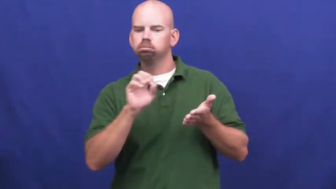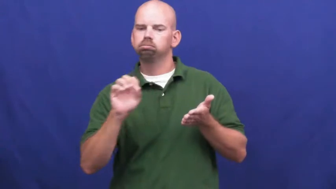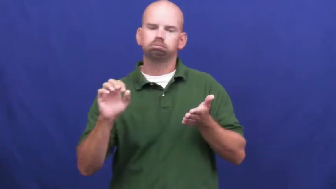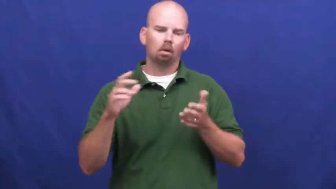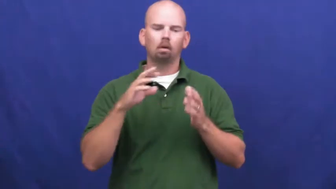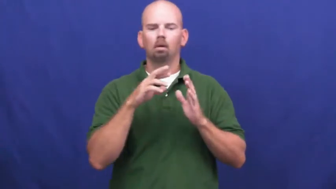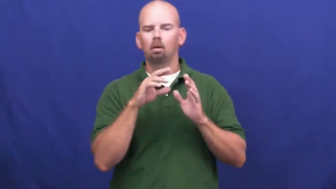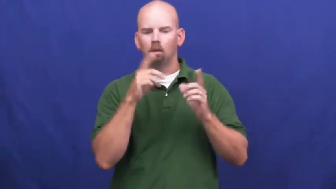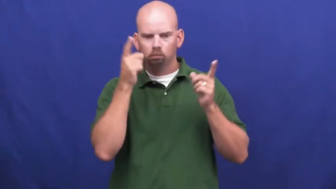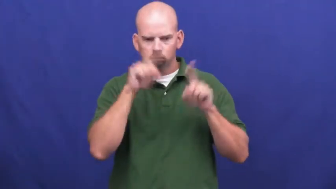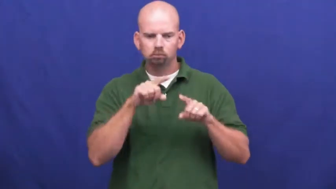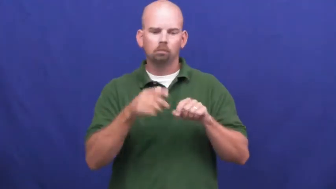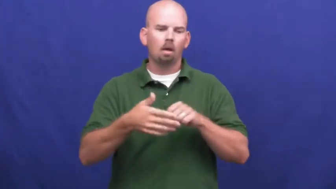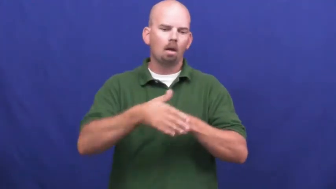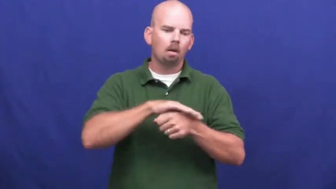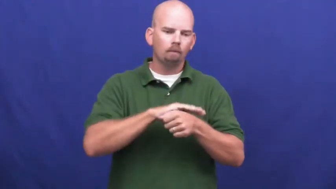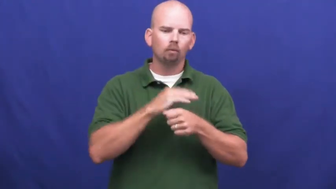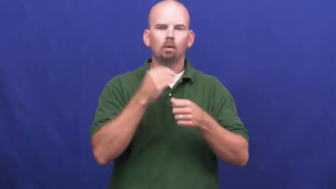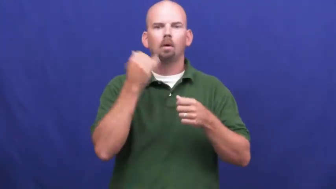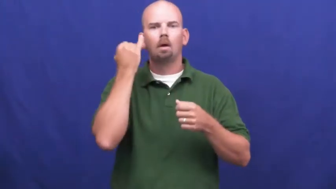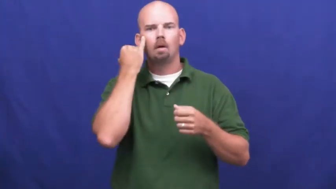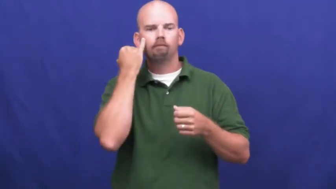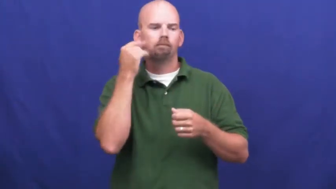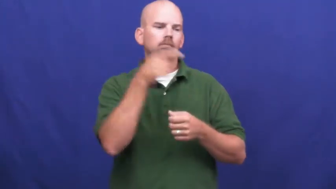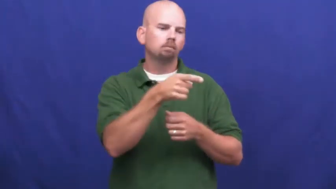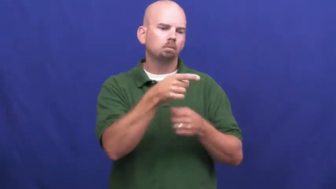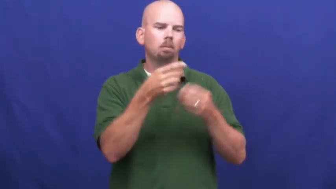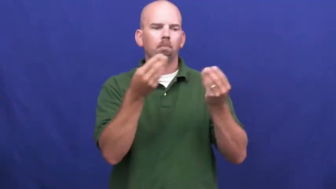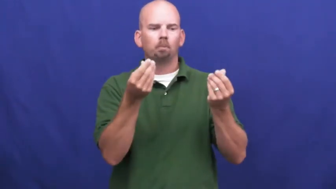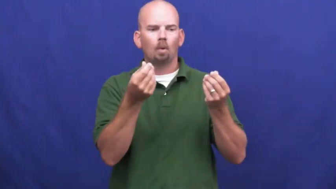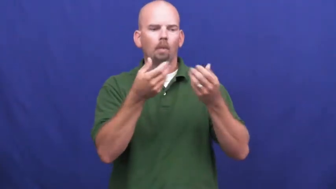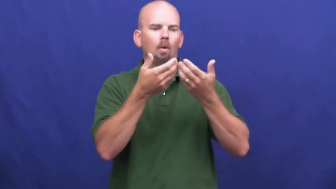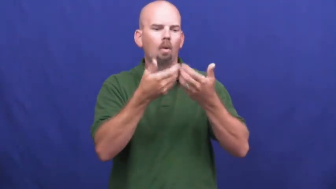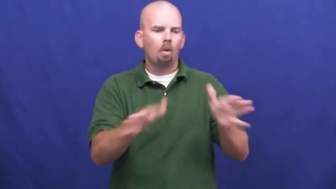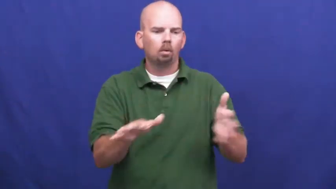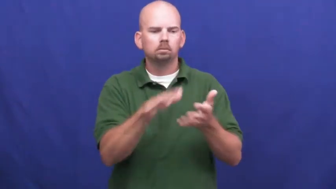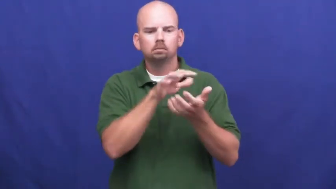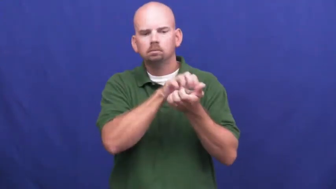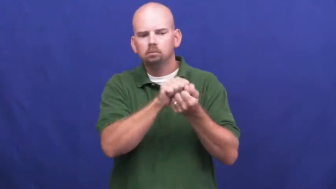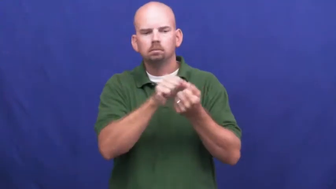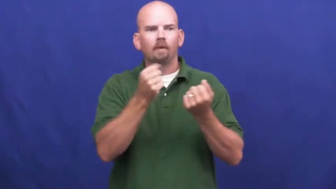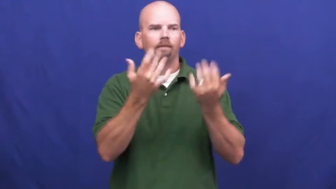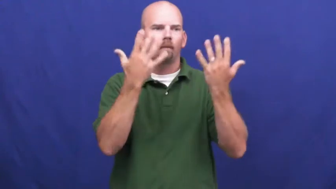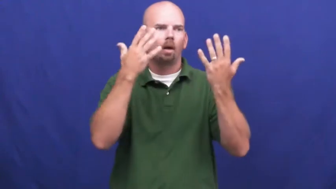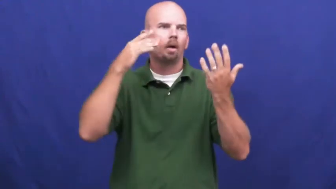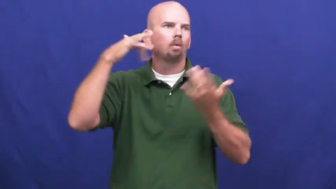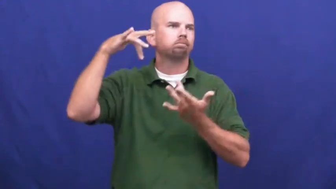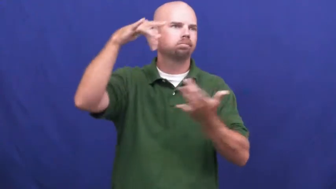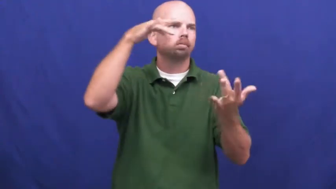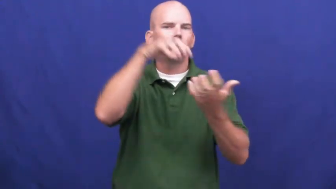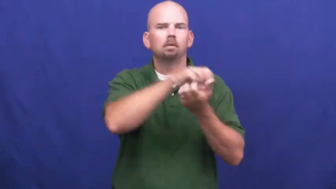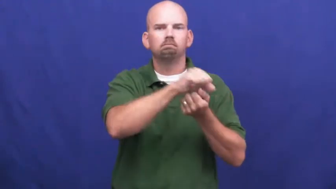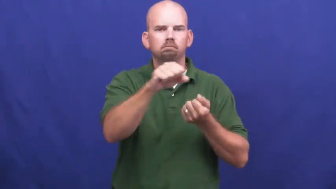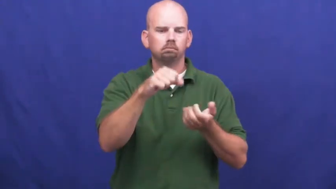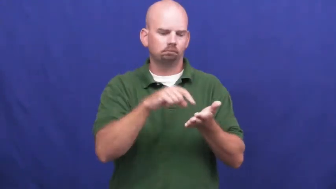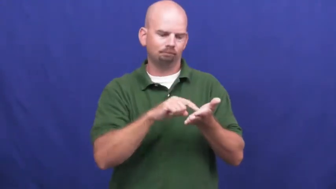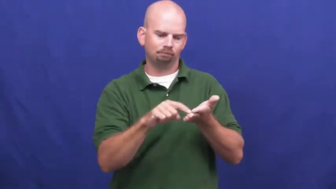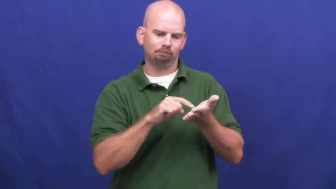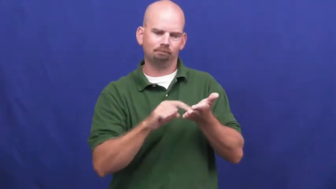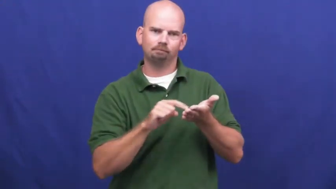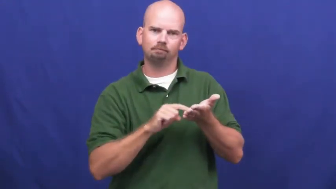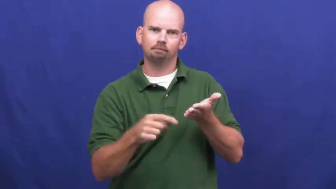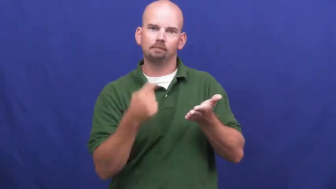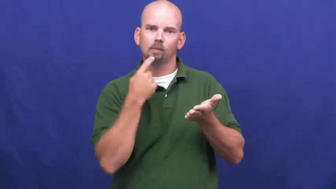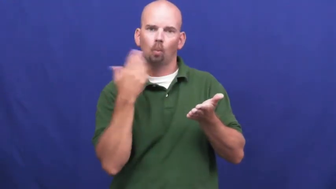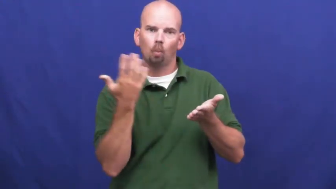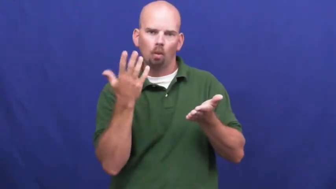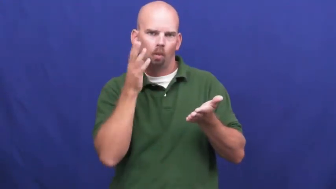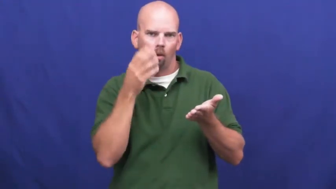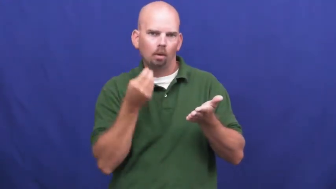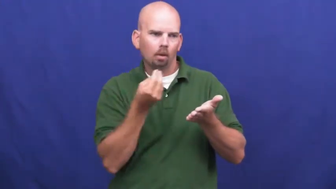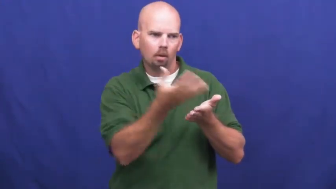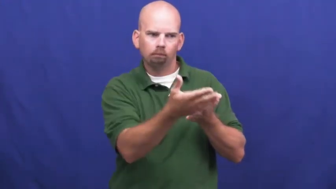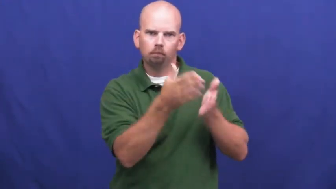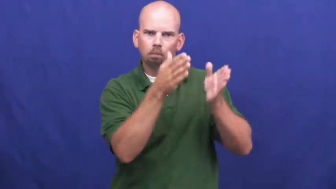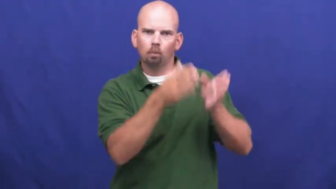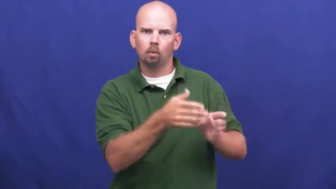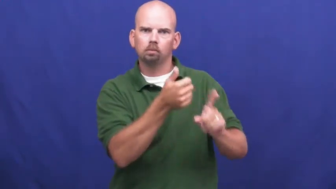underwrite-insurance